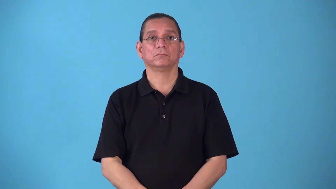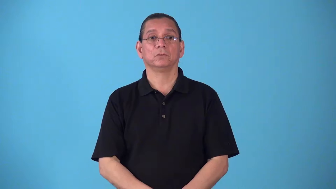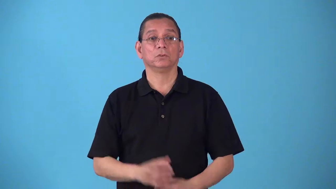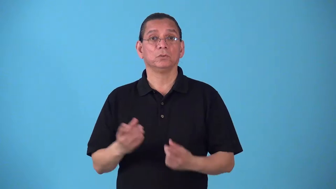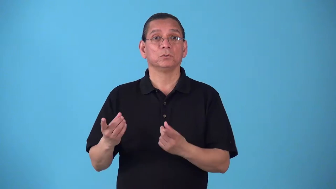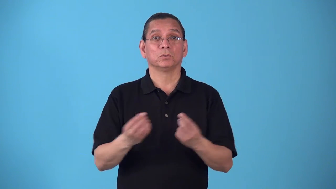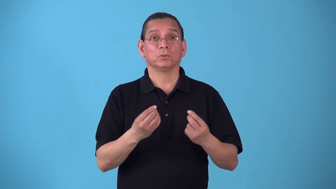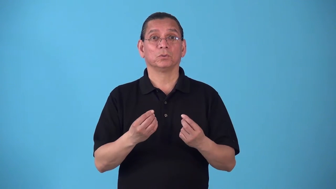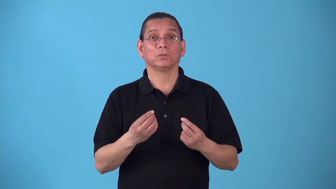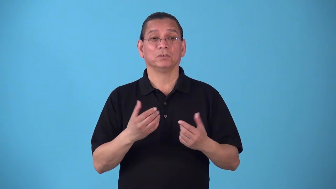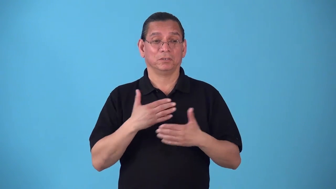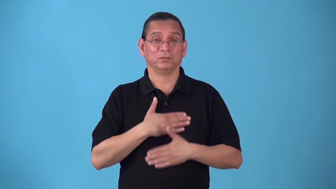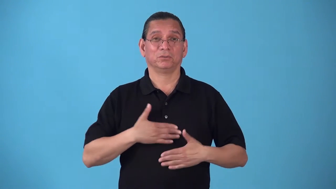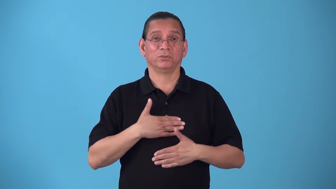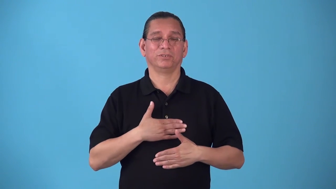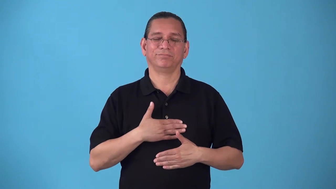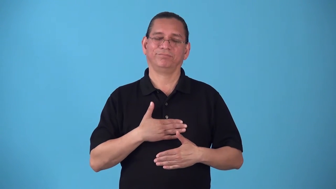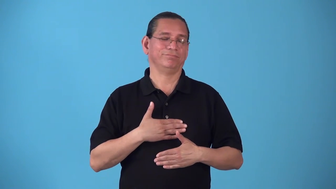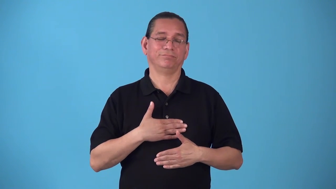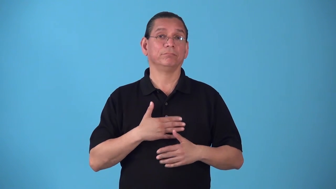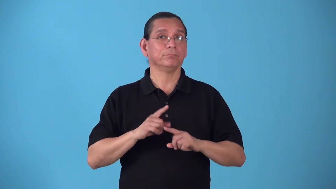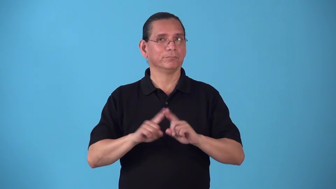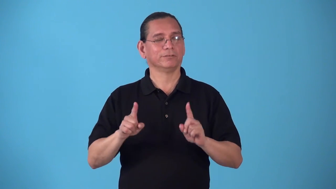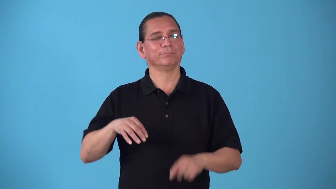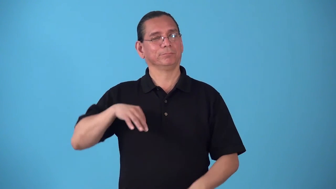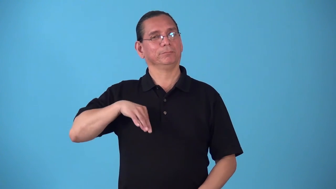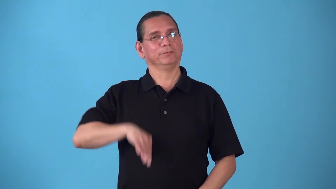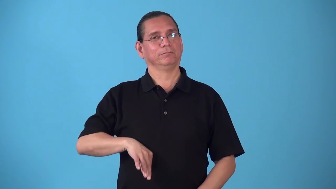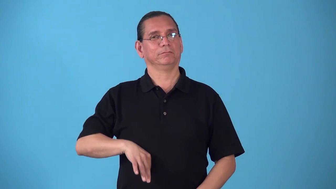salutary